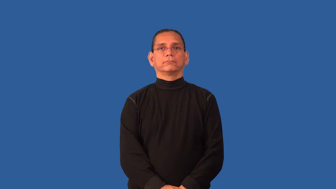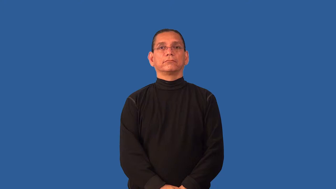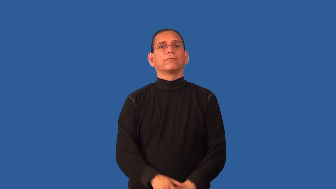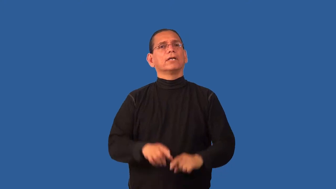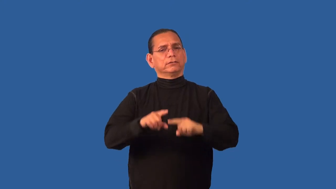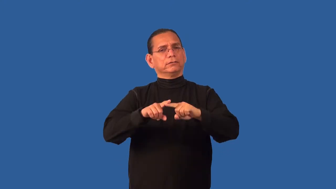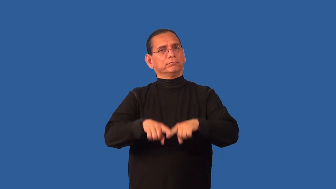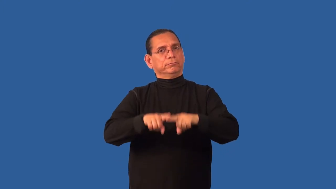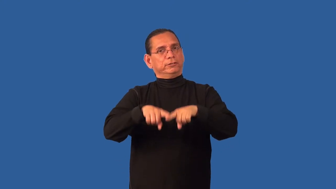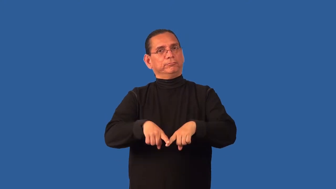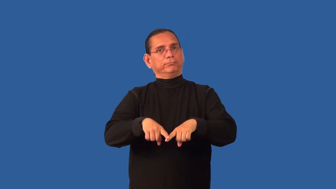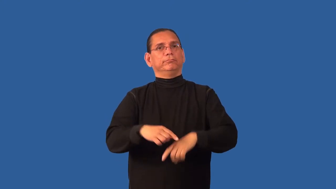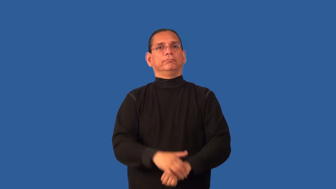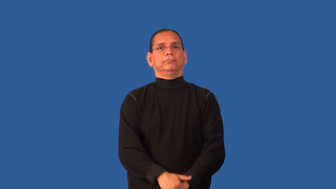dependable